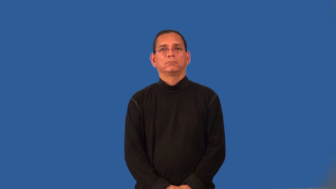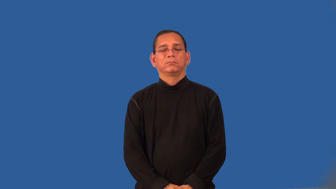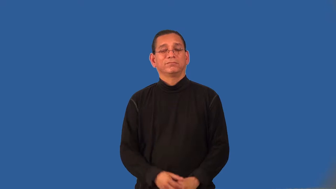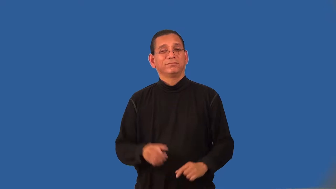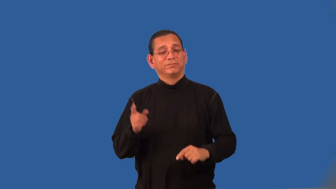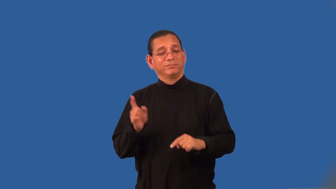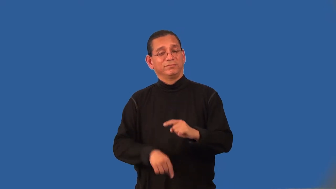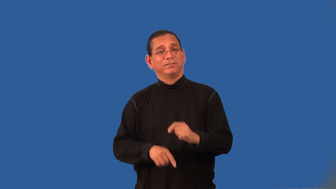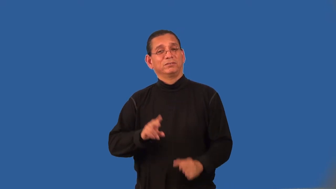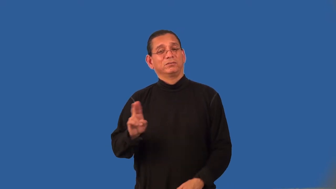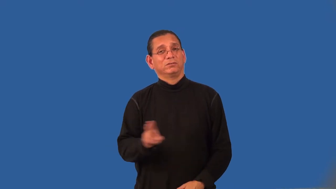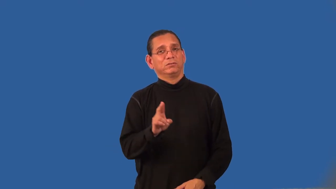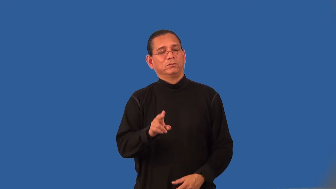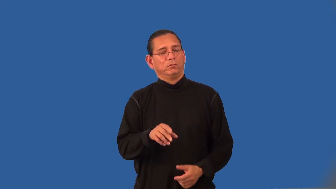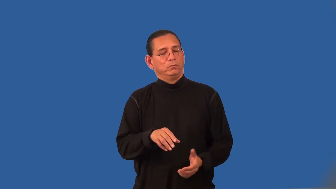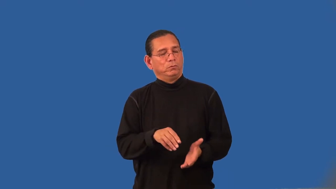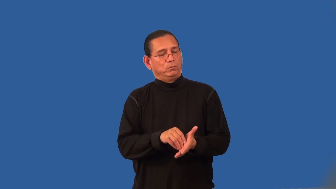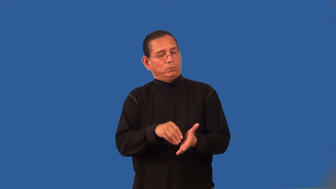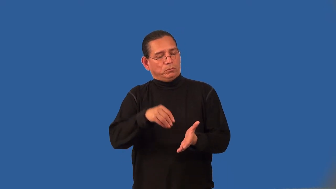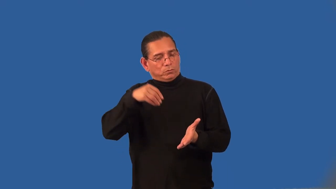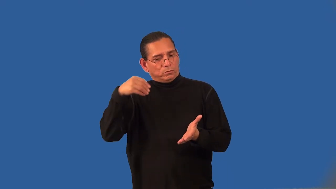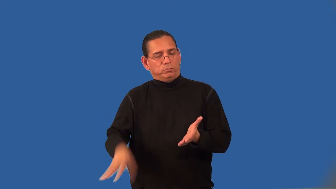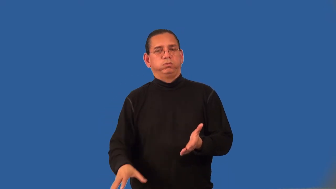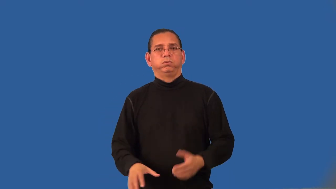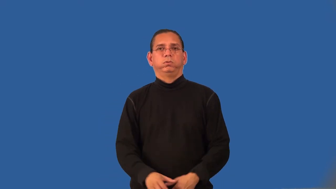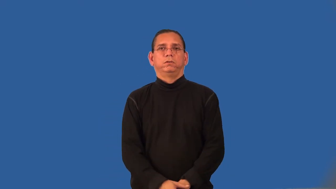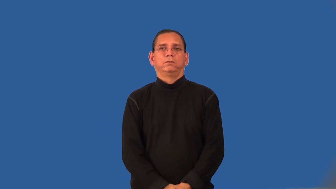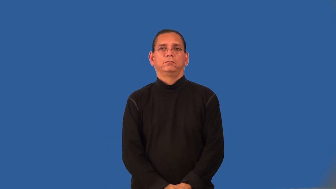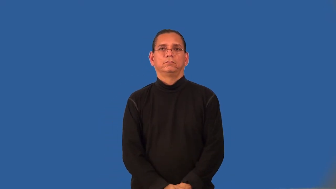uneconomical-cost